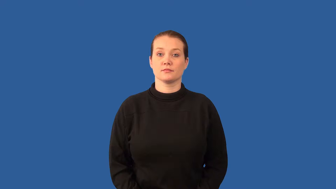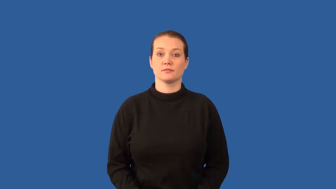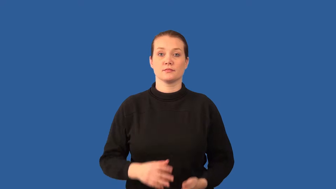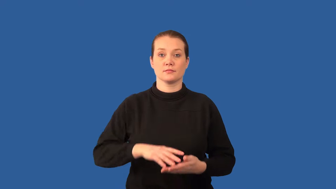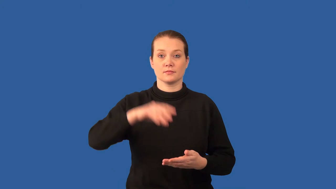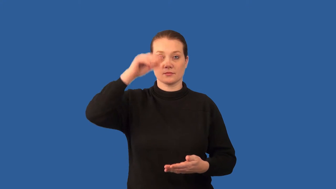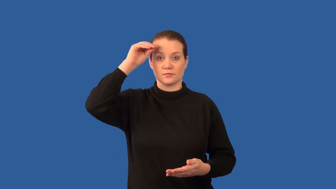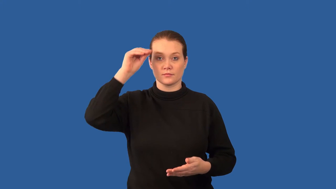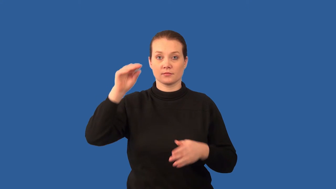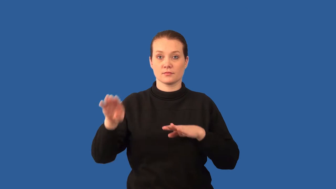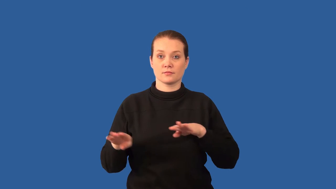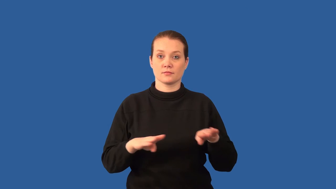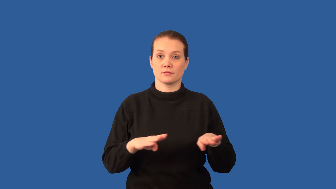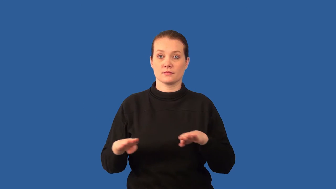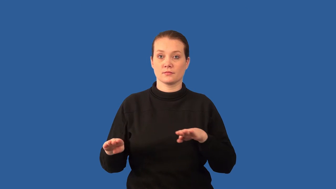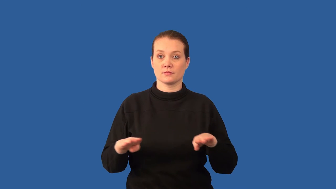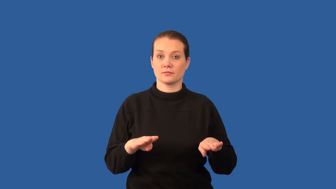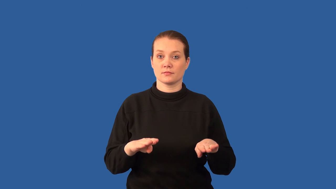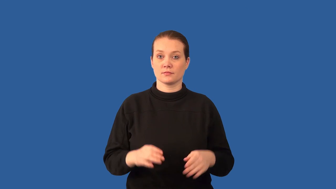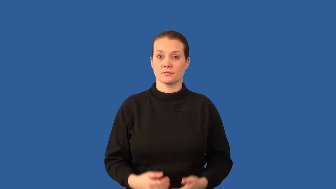imprinting